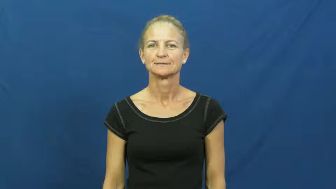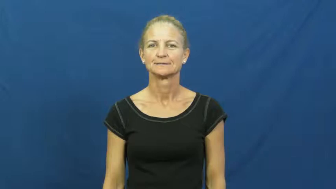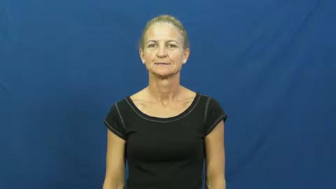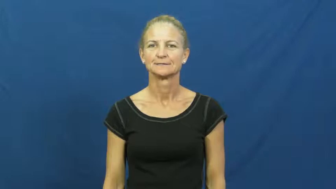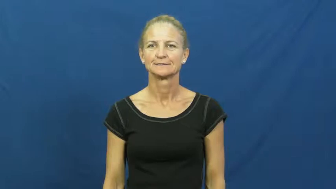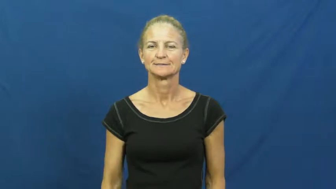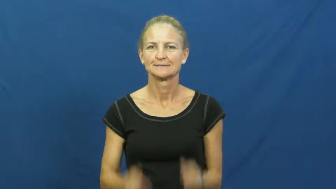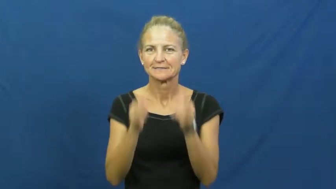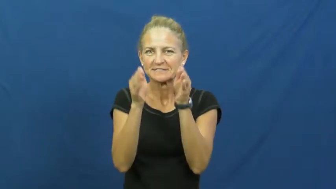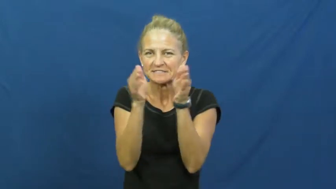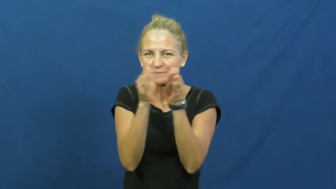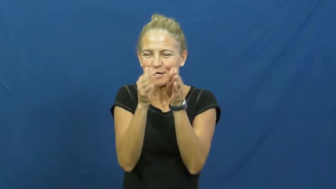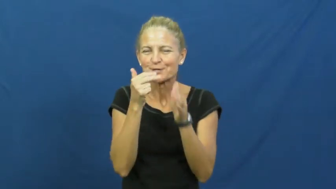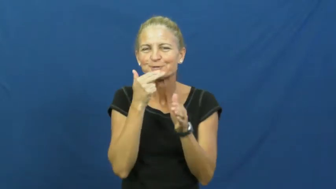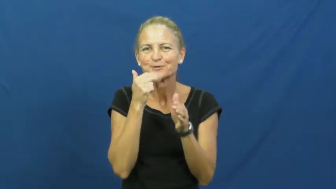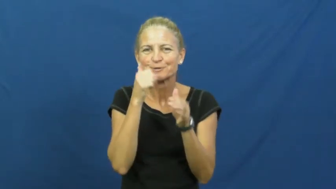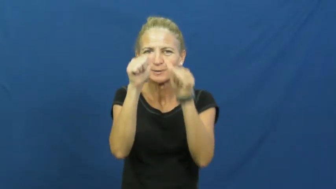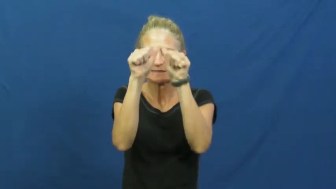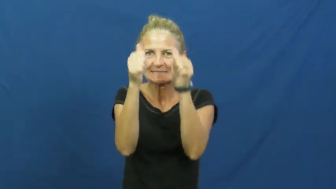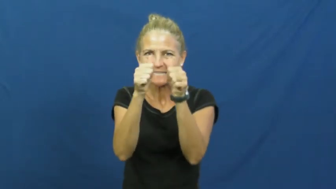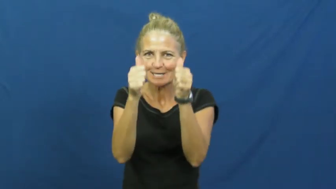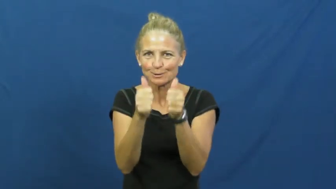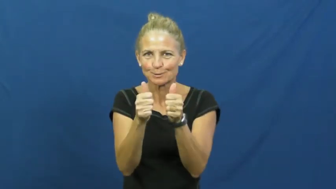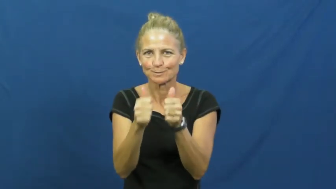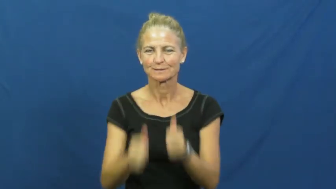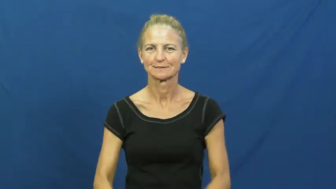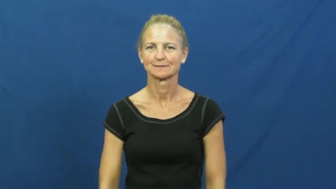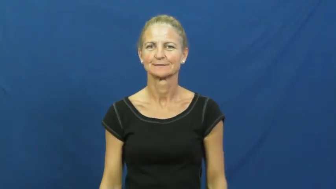curio,knickknack,miniature